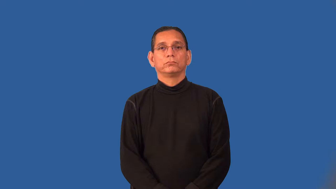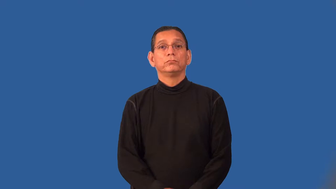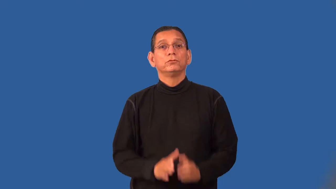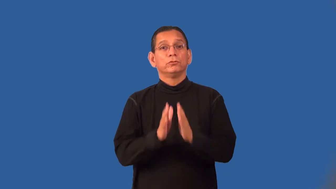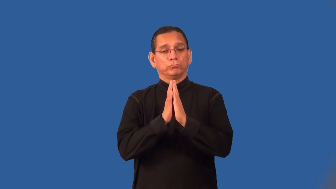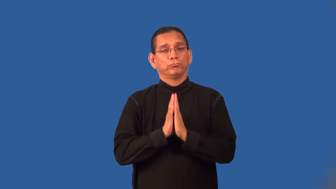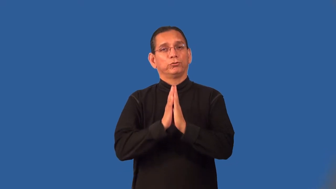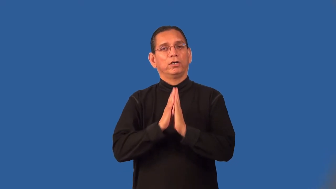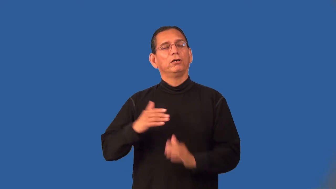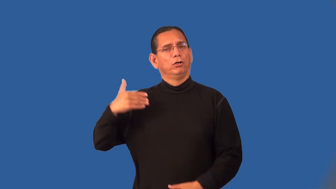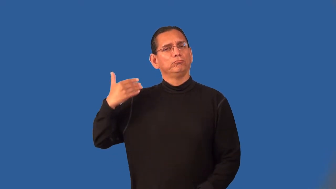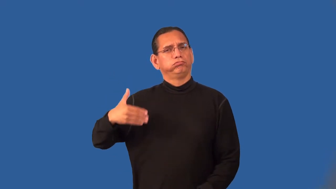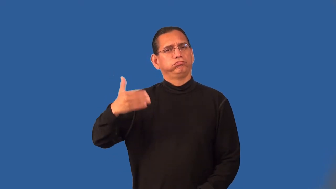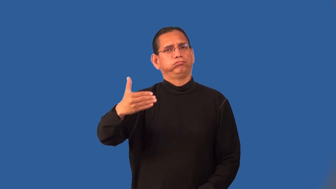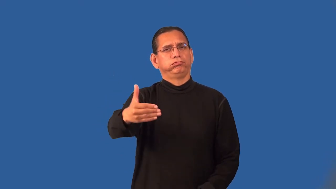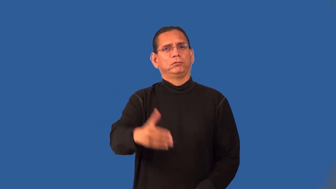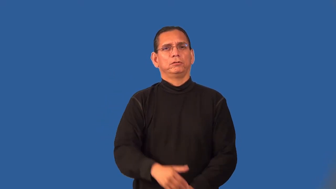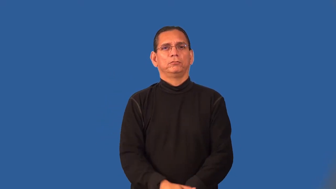prayerful